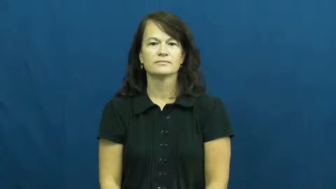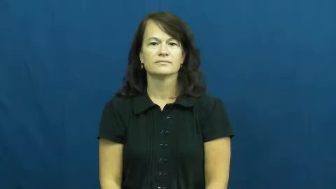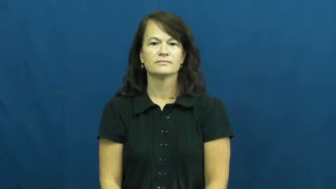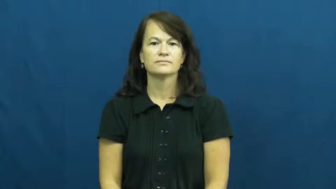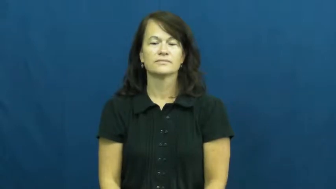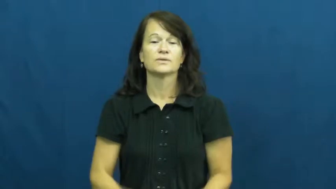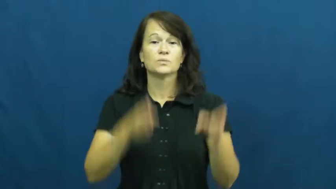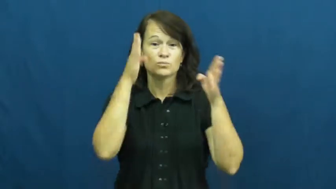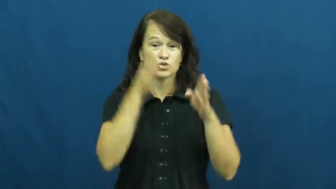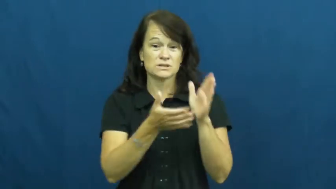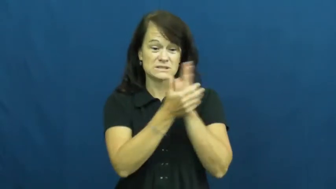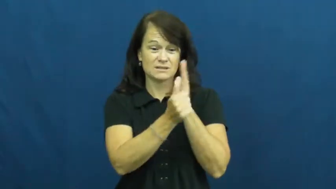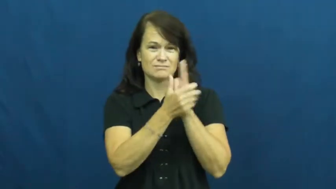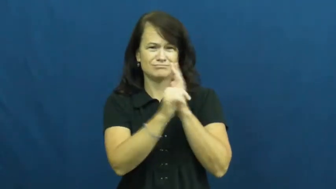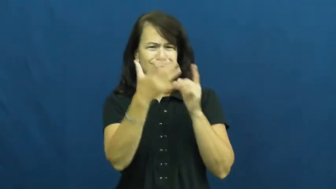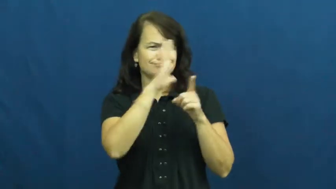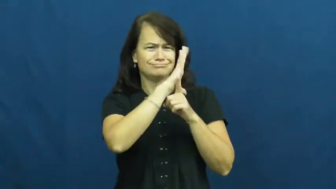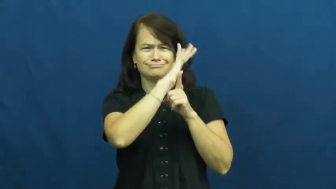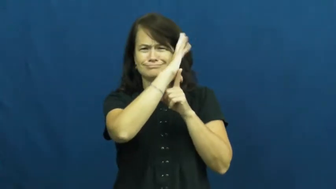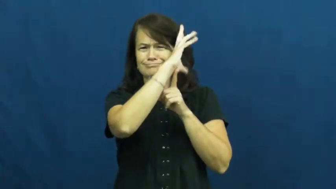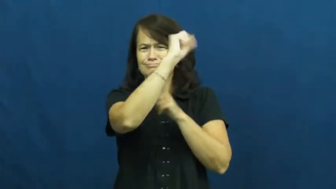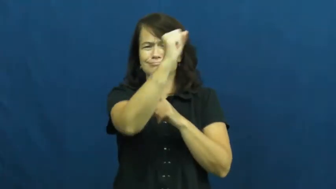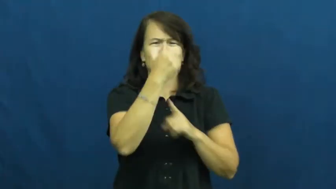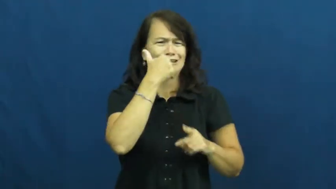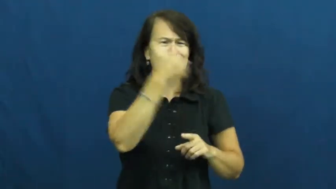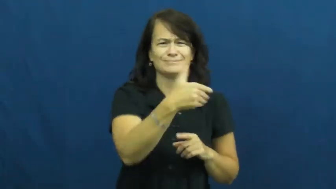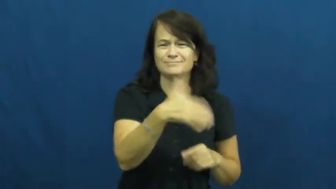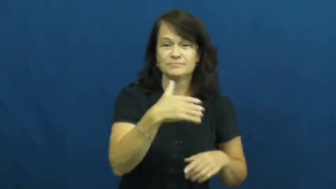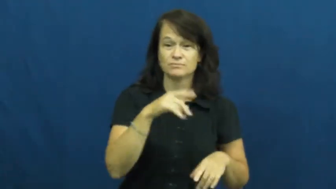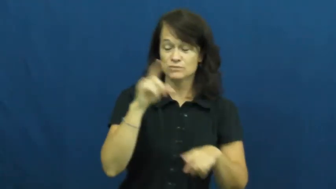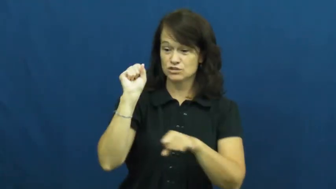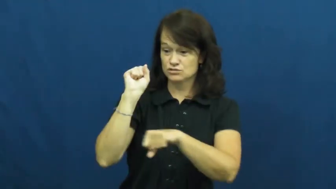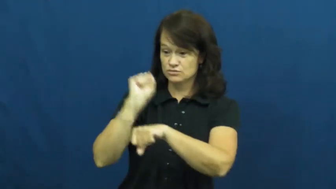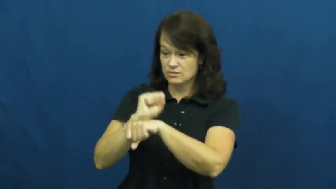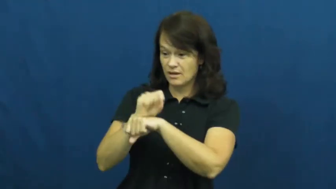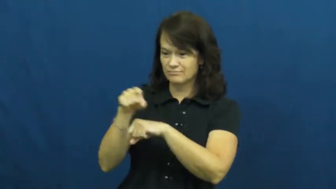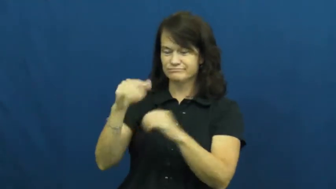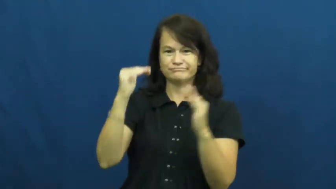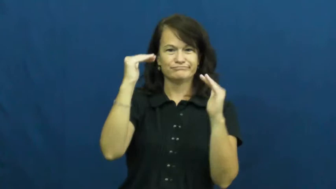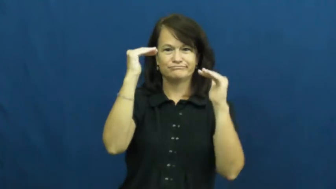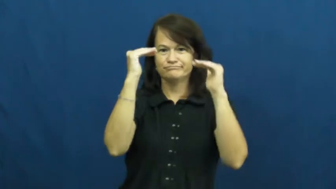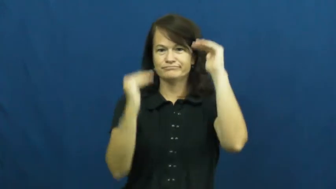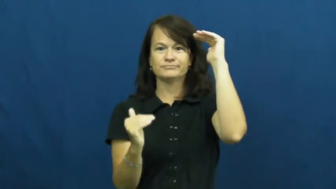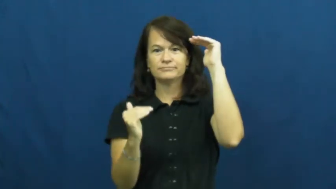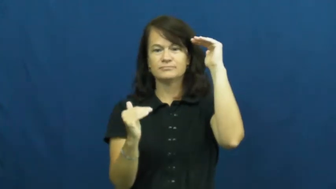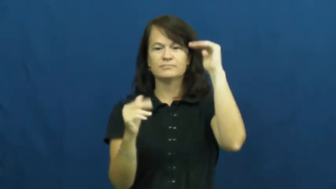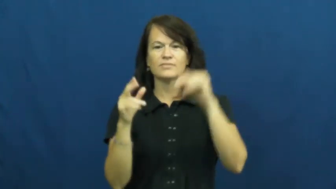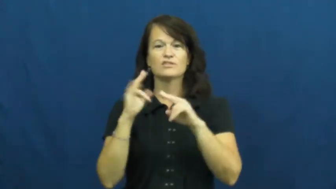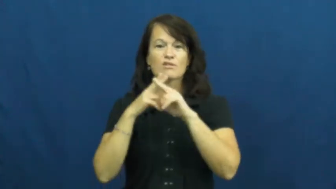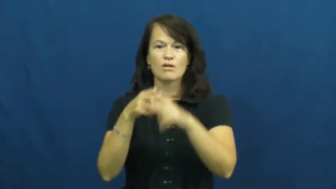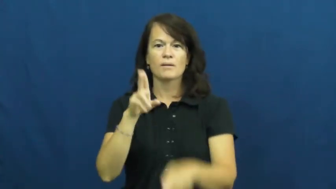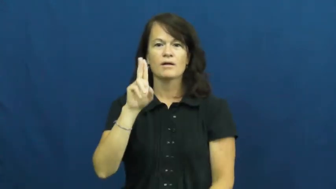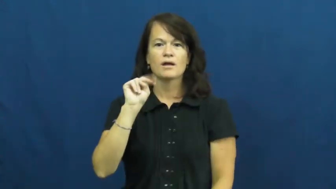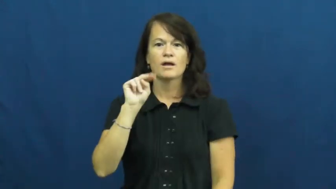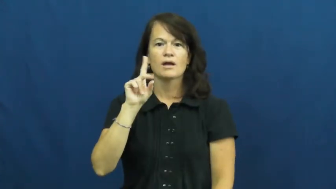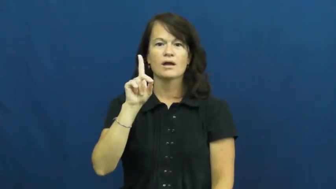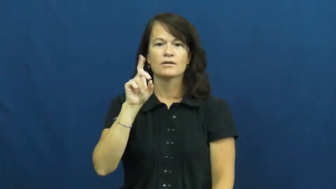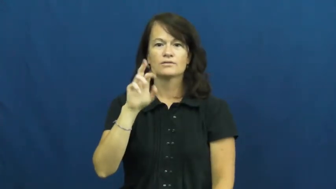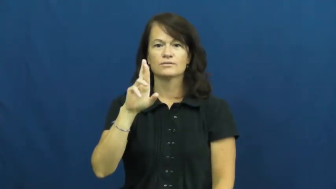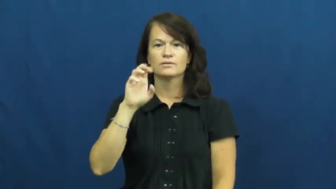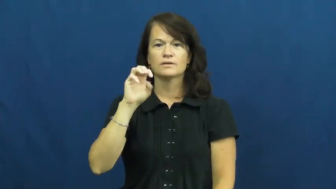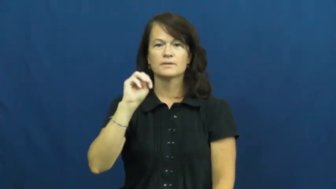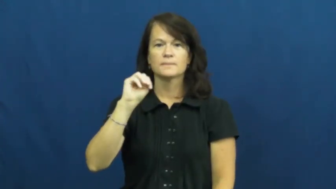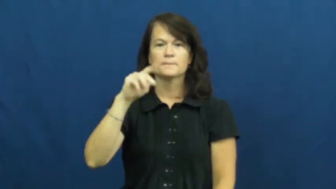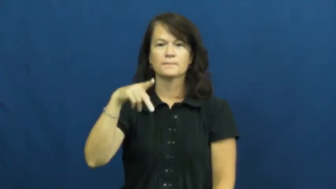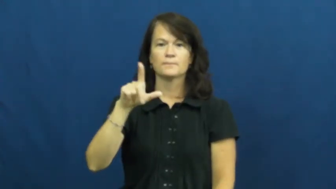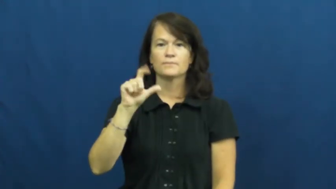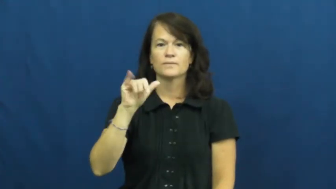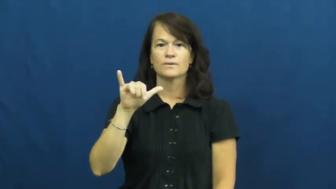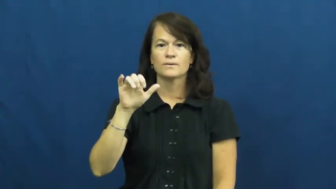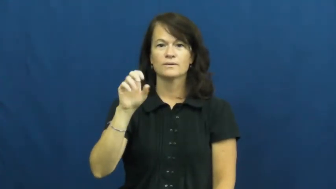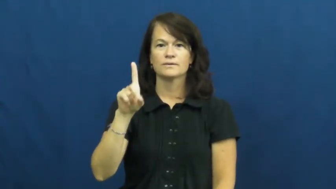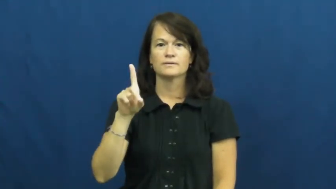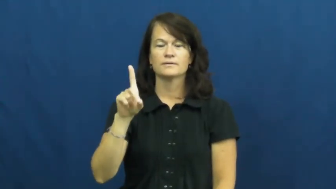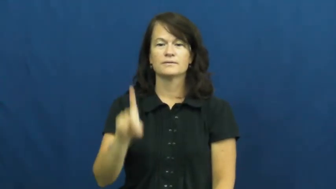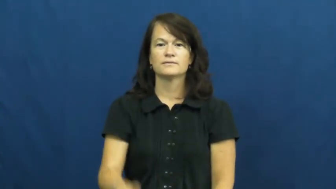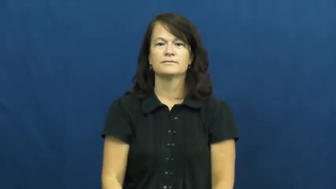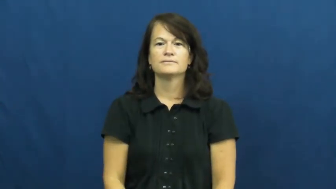underemployed